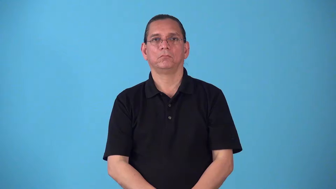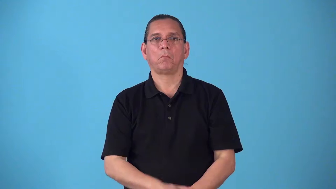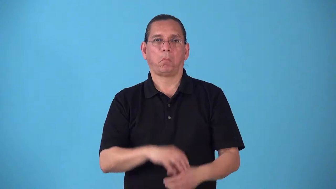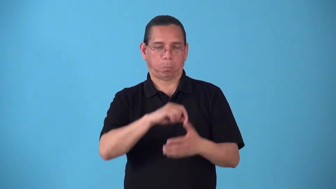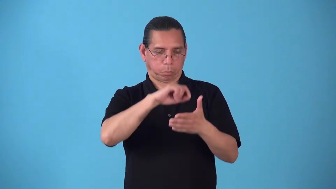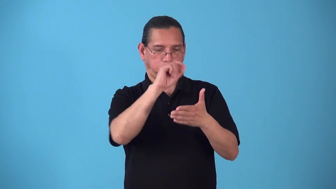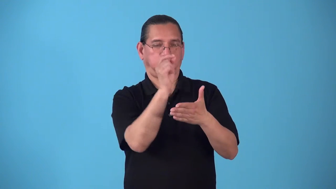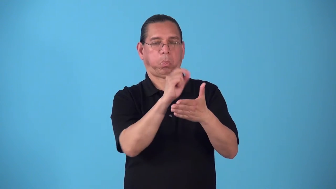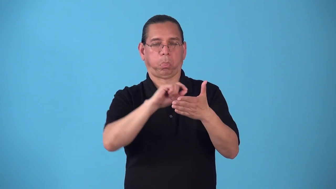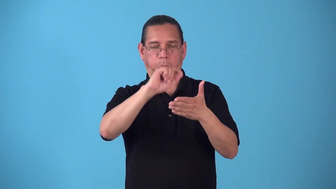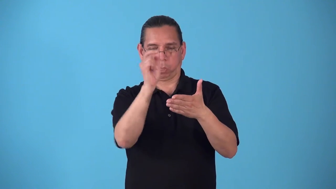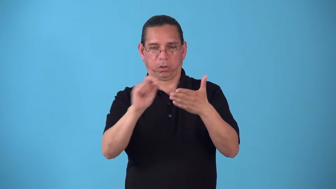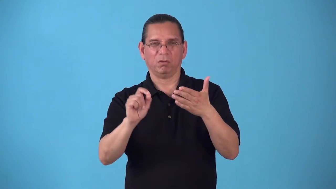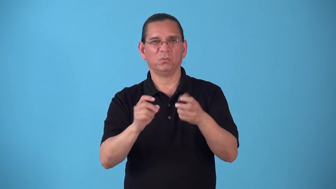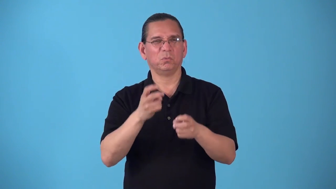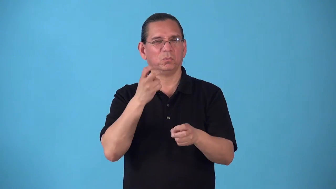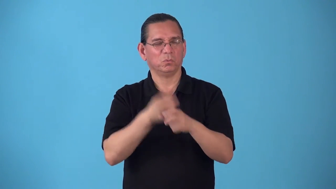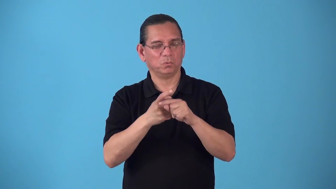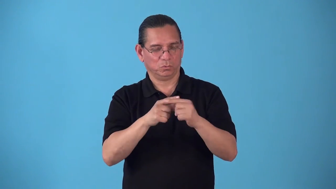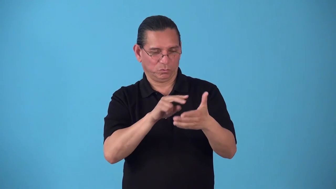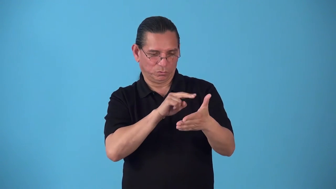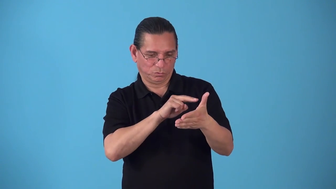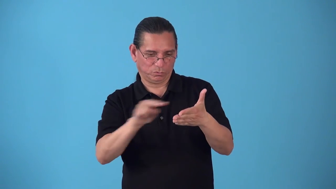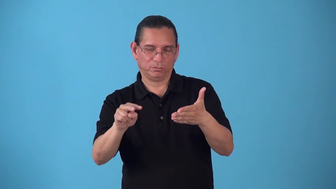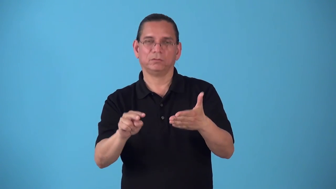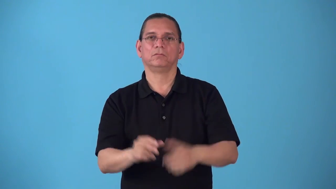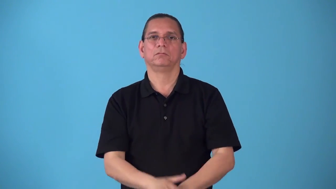scrawl